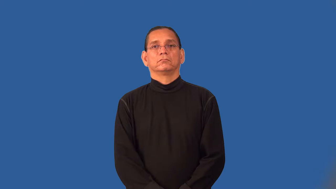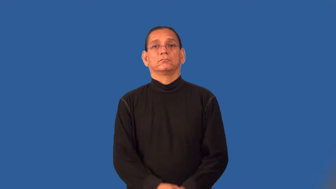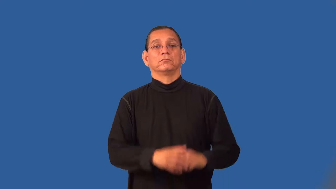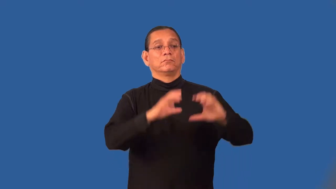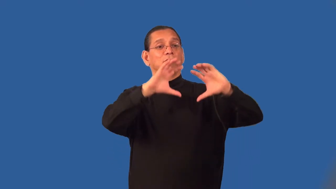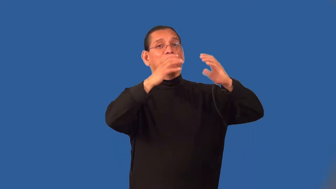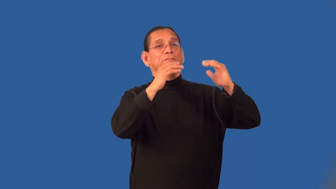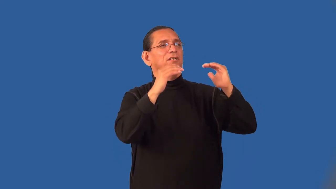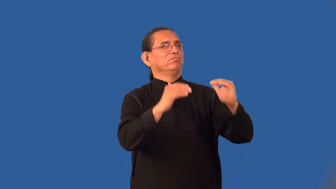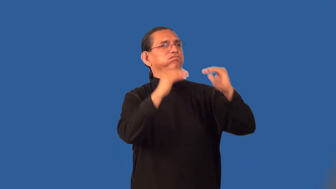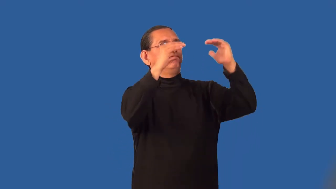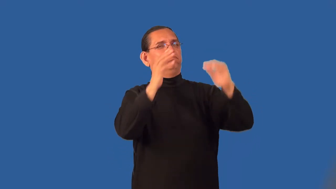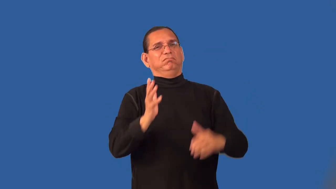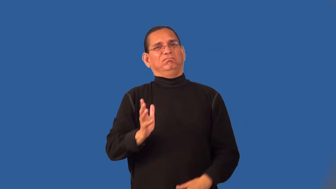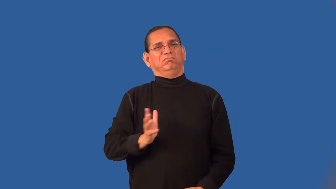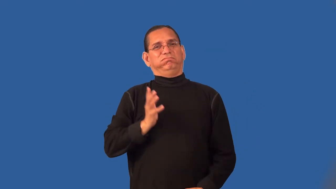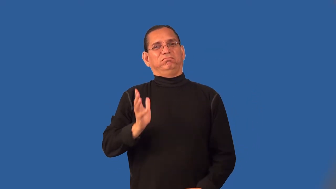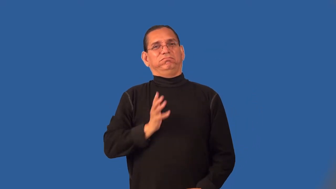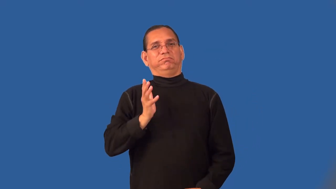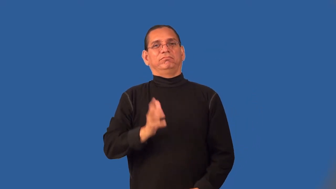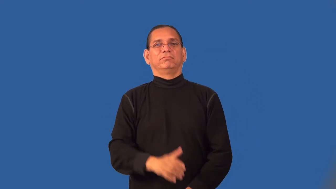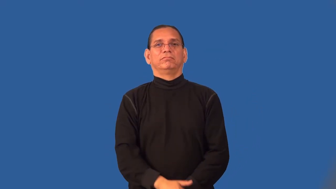patrician